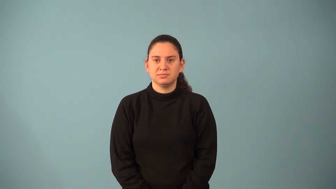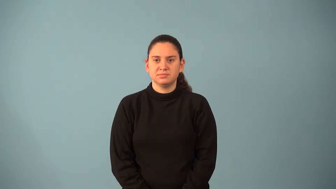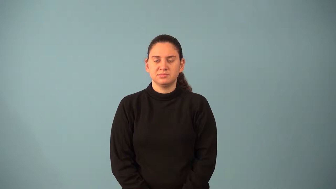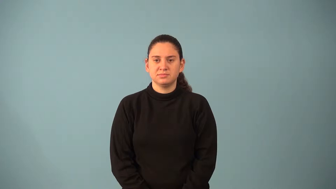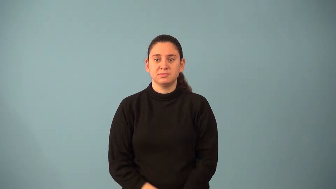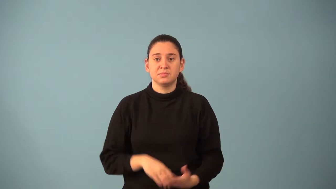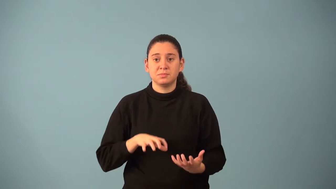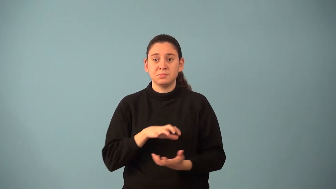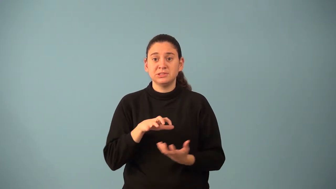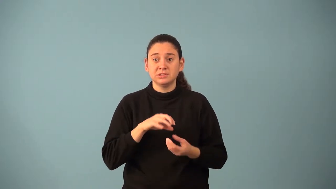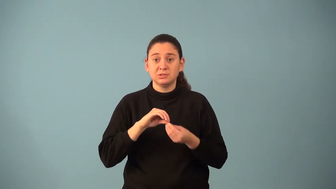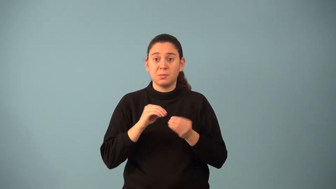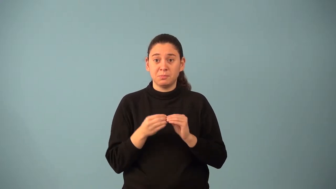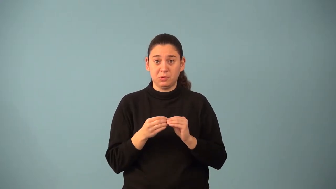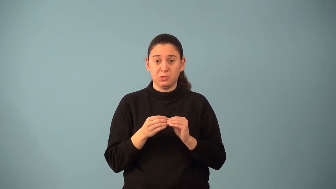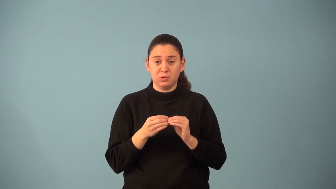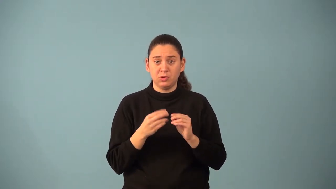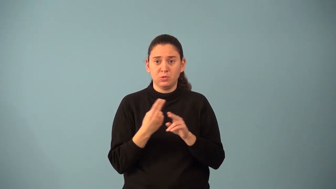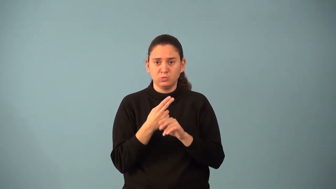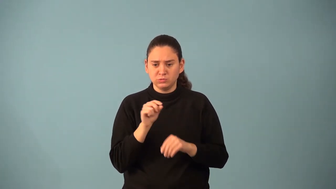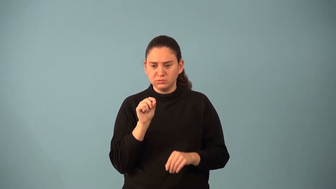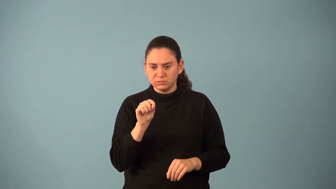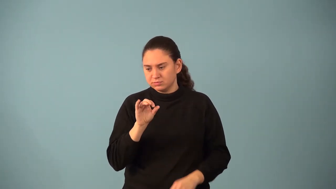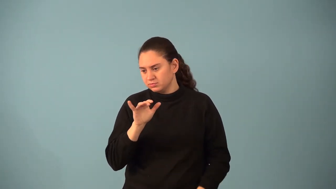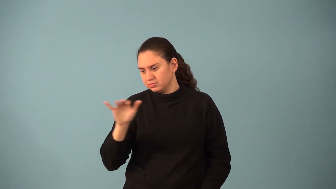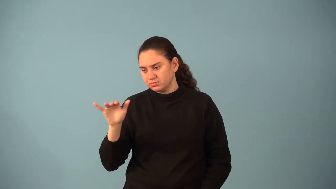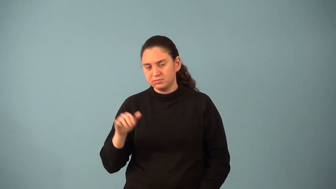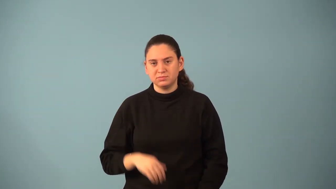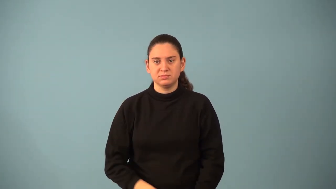mixed decimal